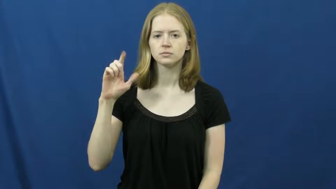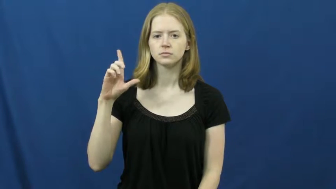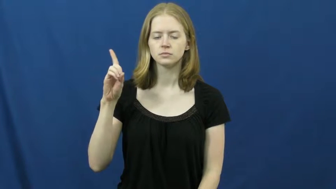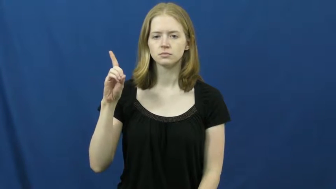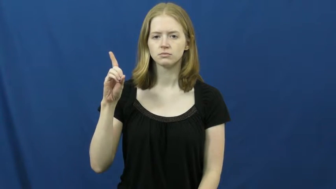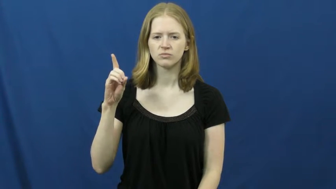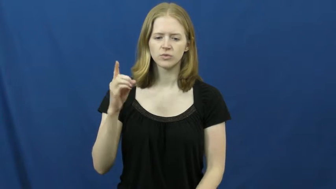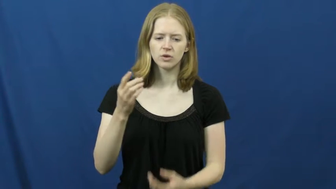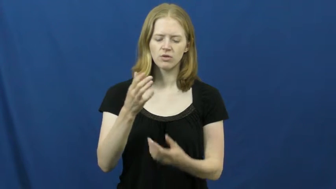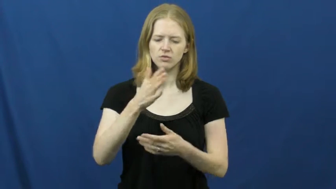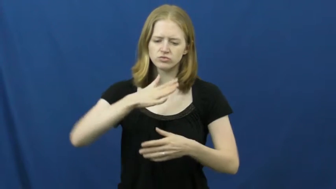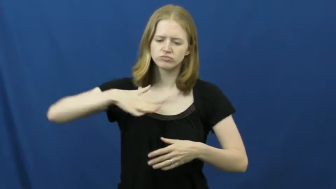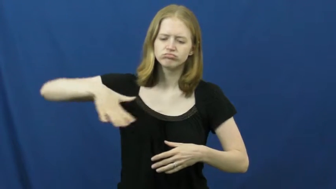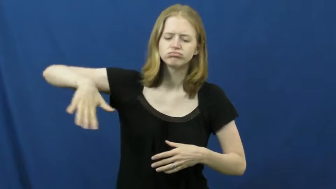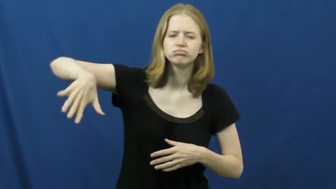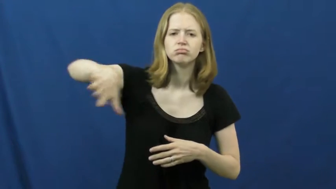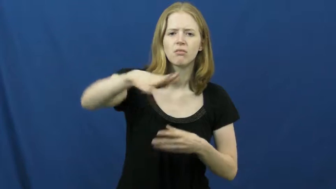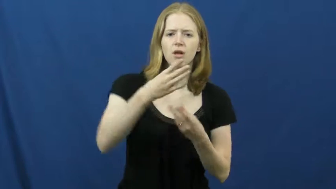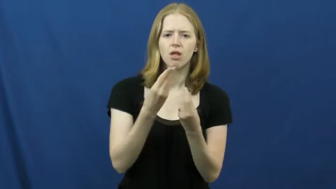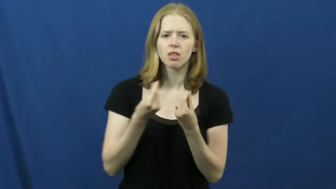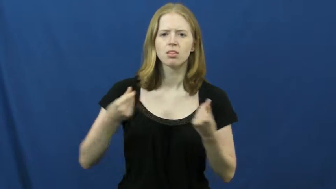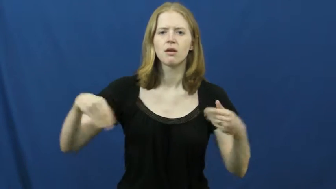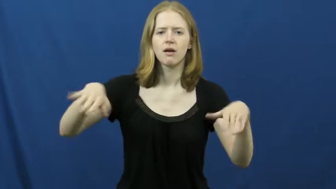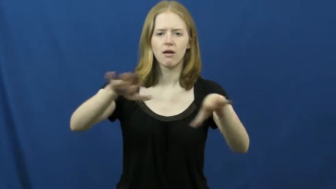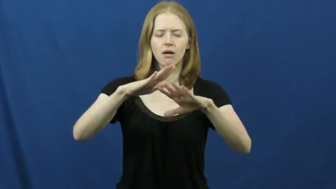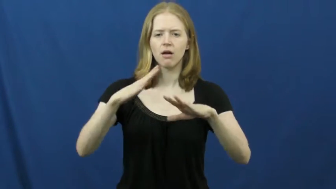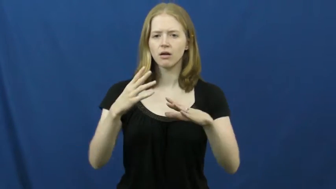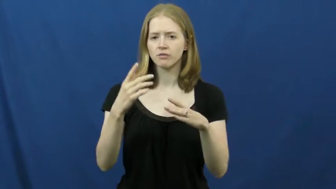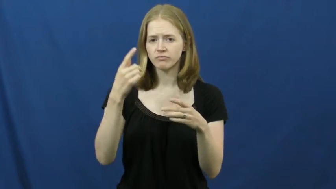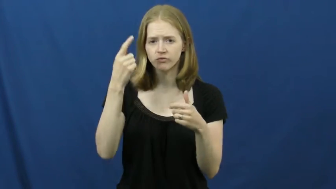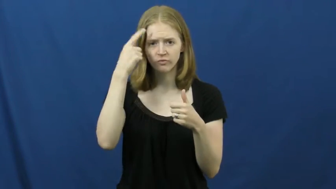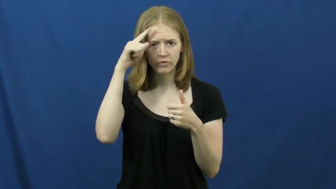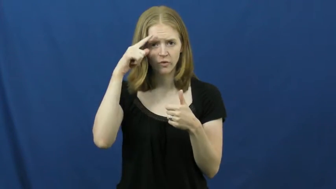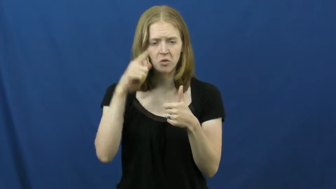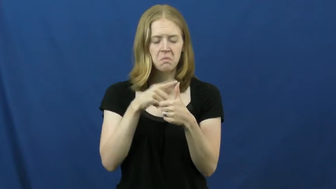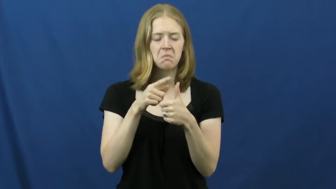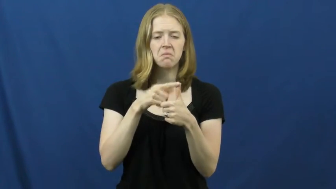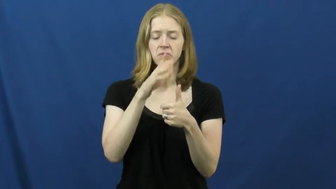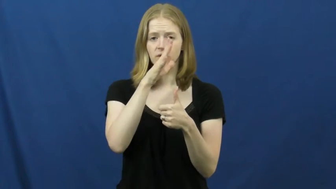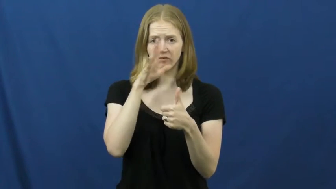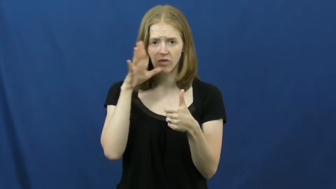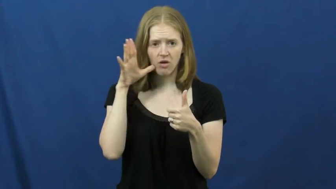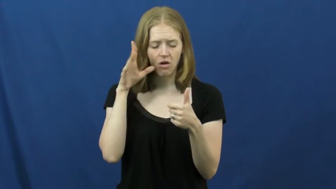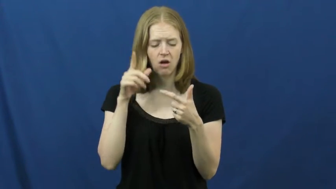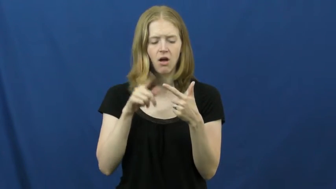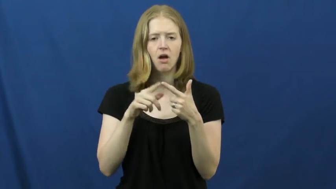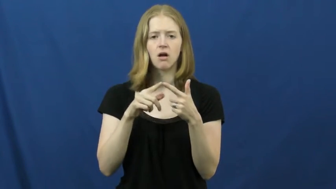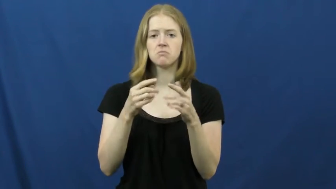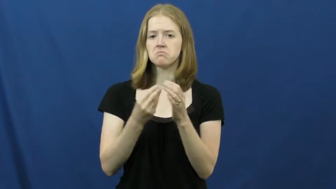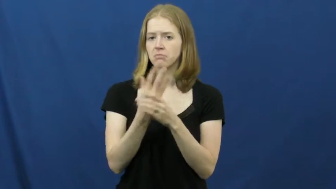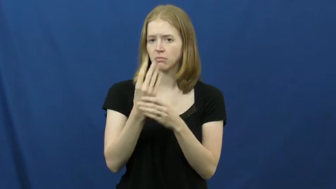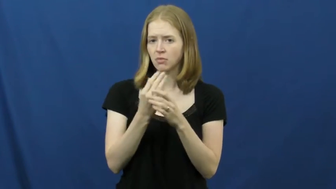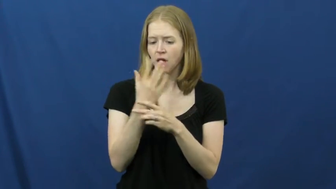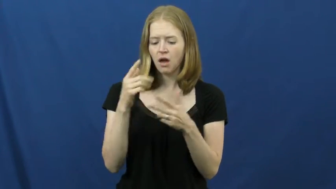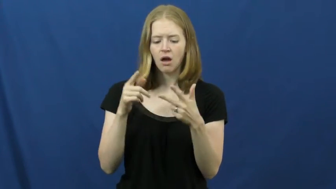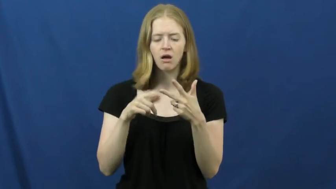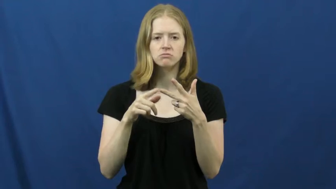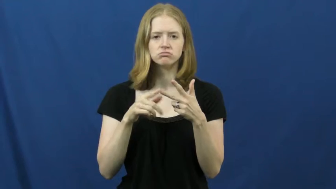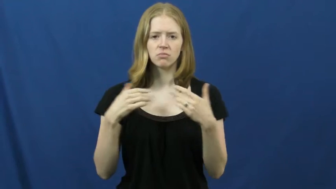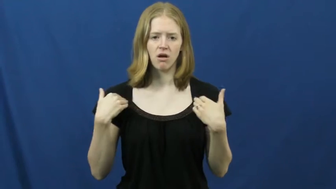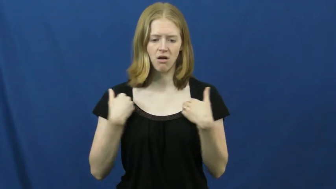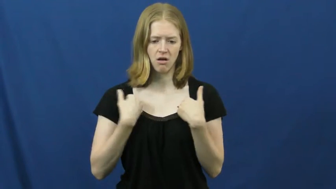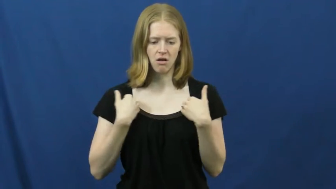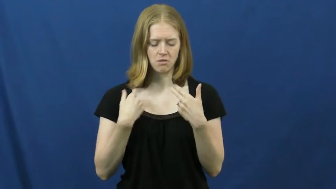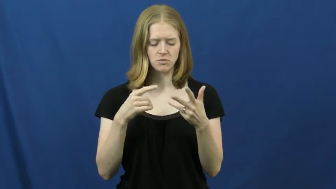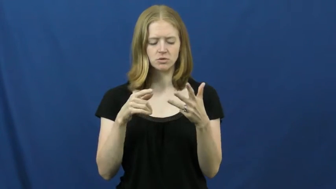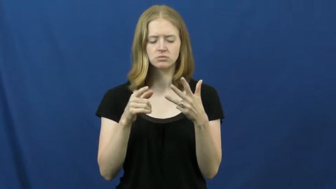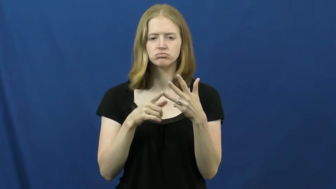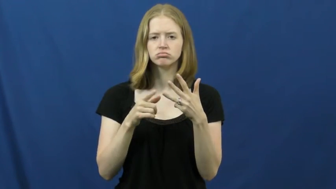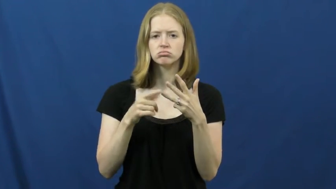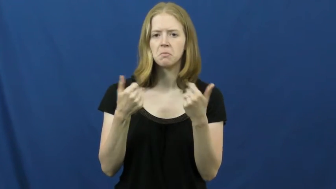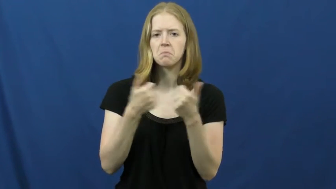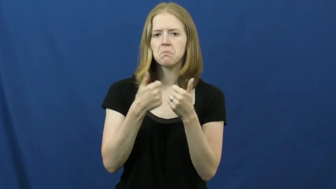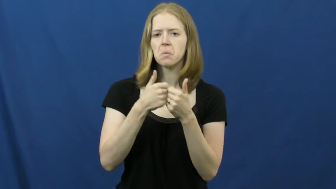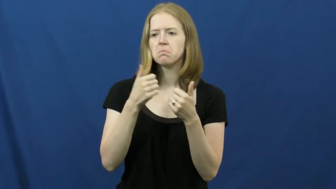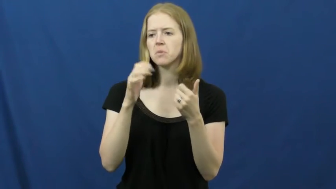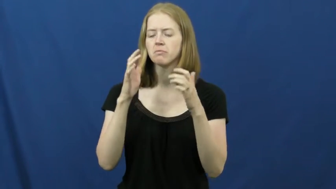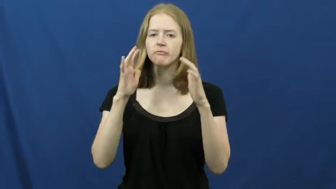field-land